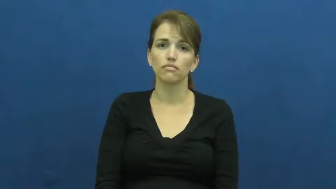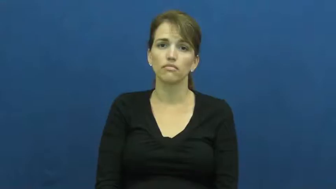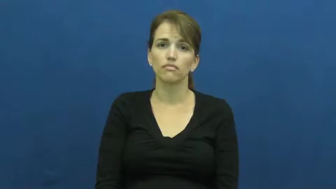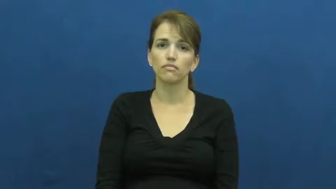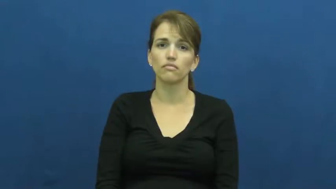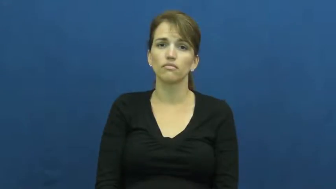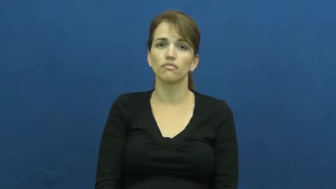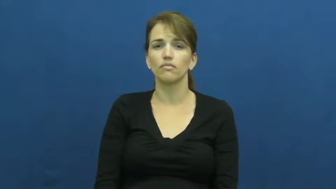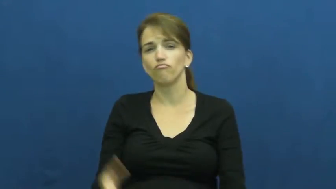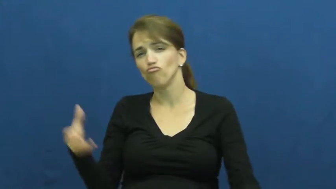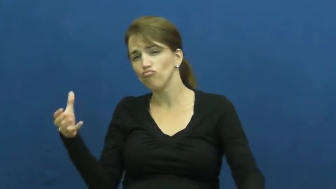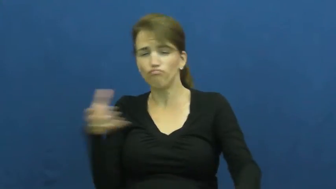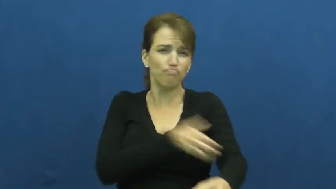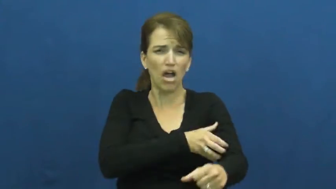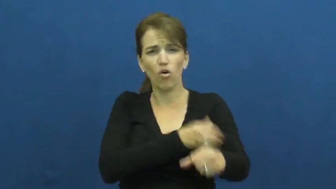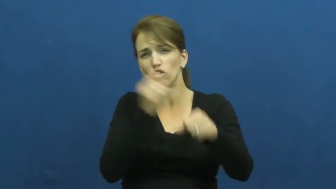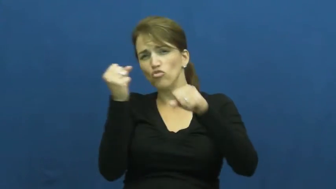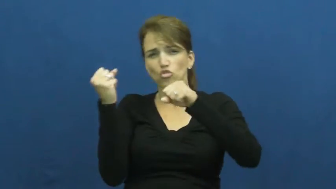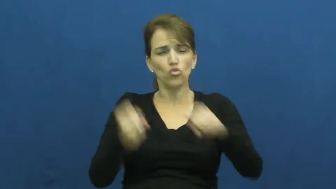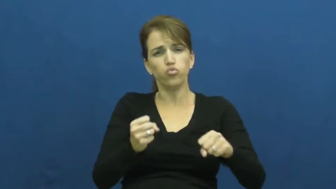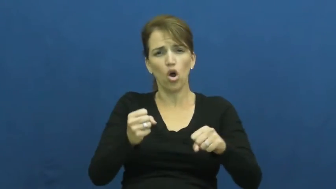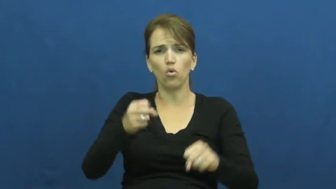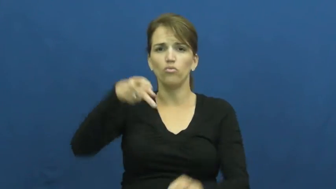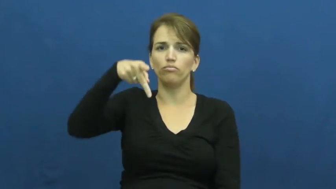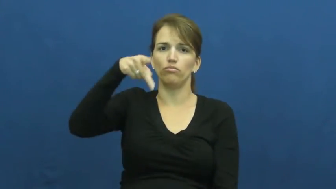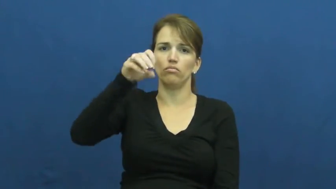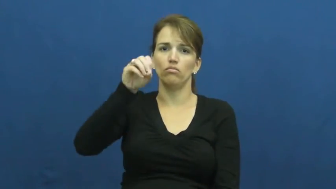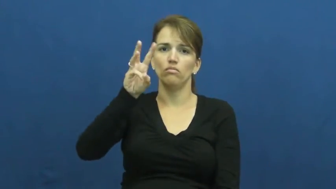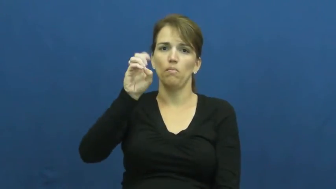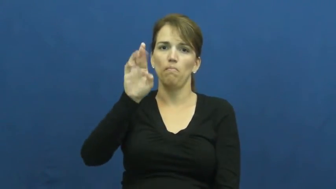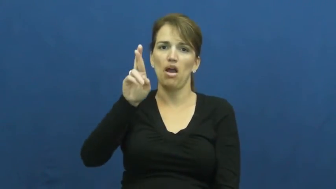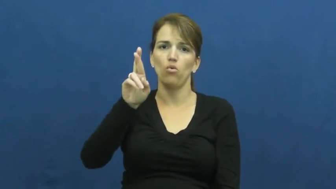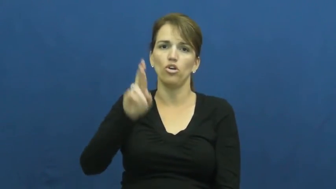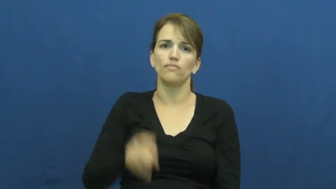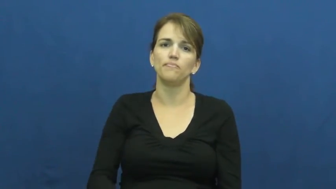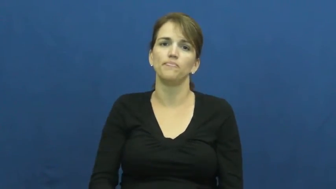power,oomph-strong